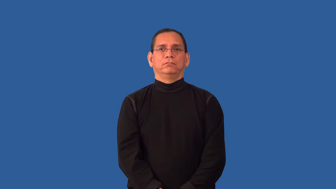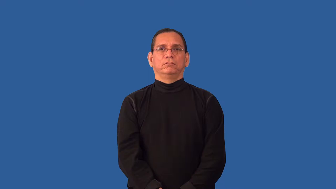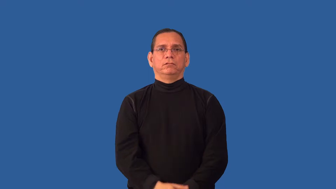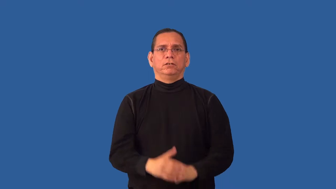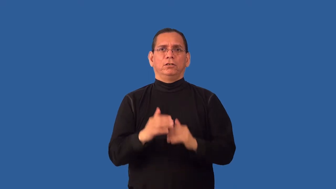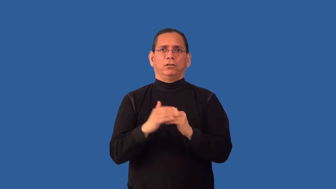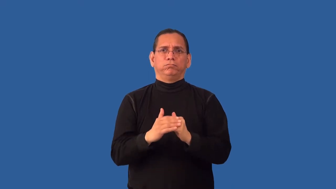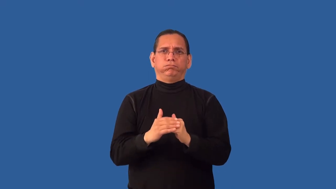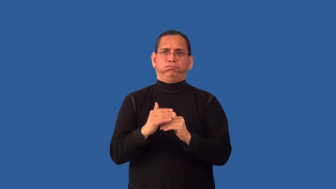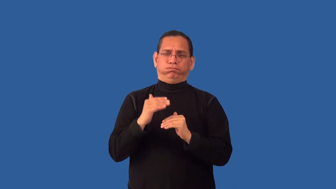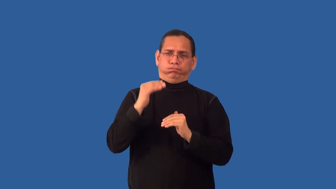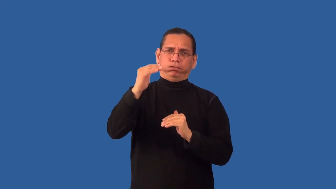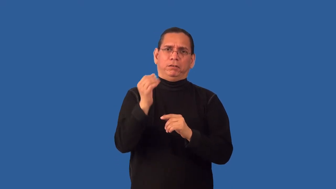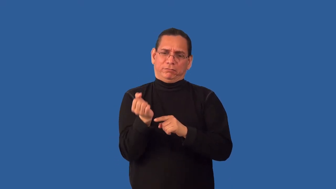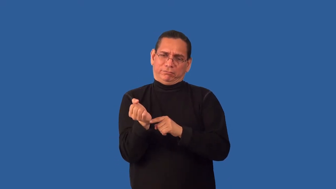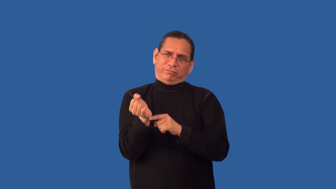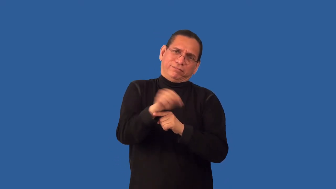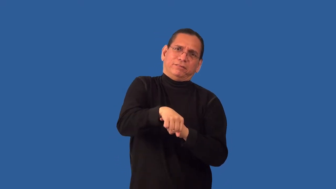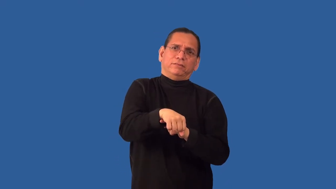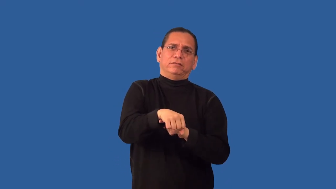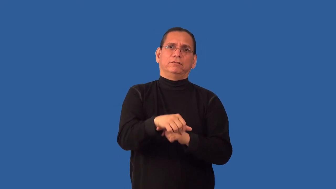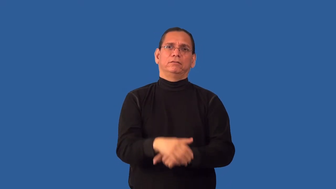overcompensate,overcome